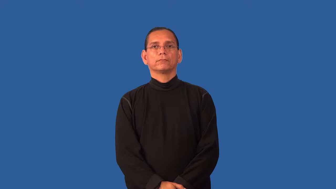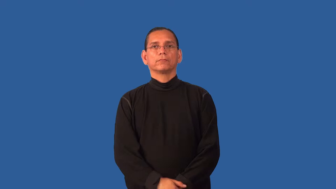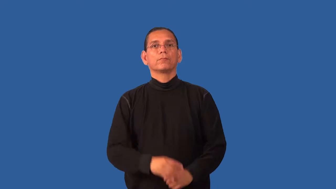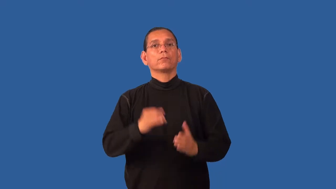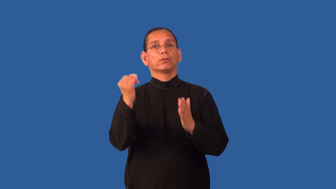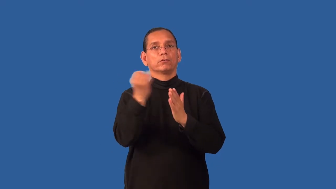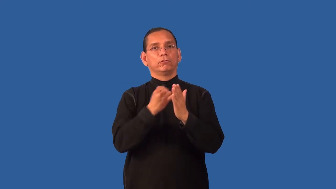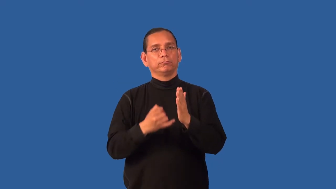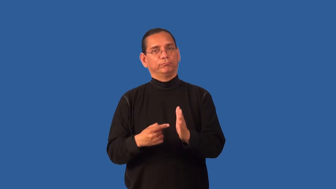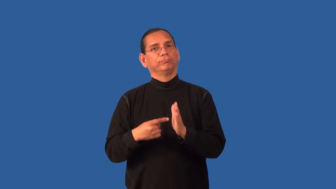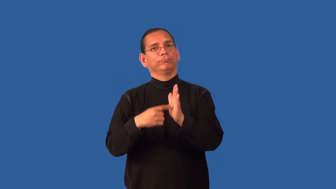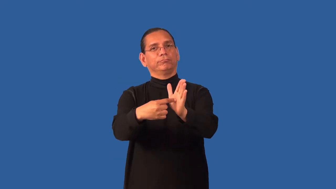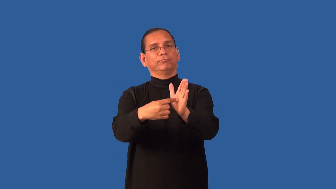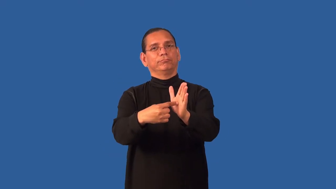exhibition-art show